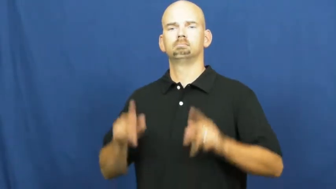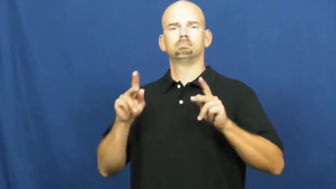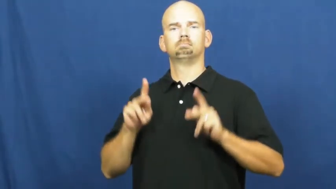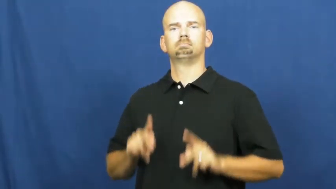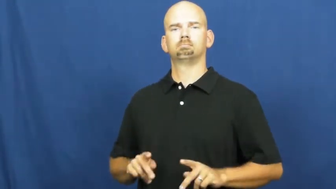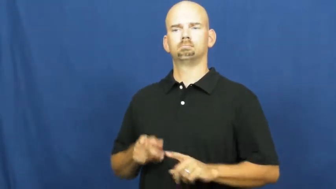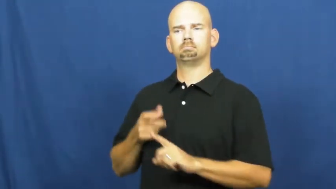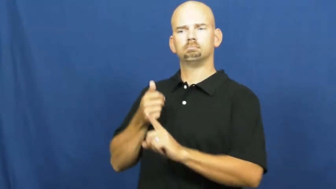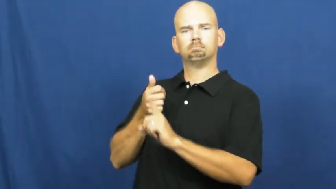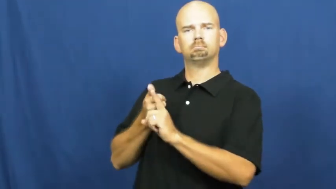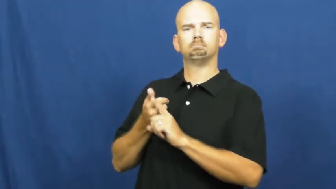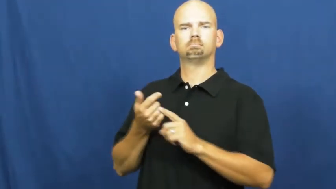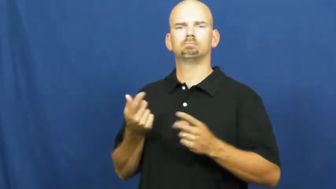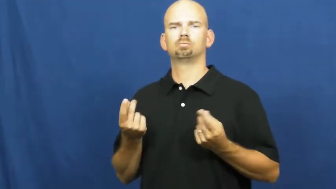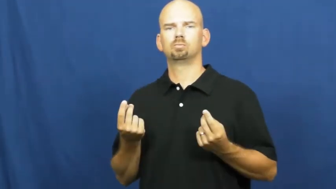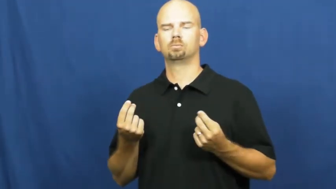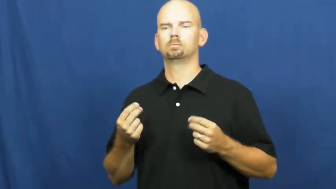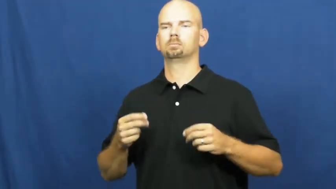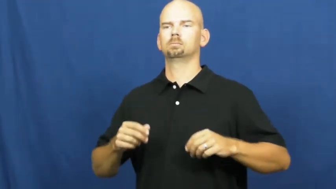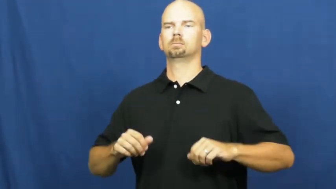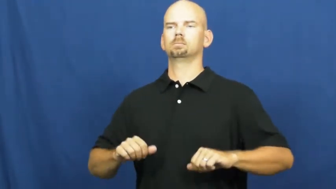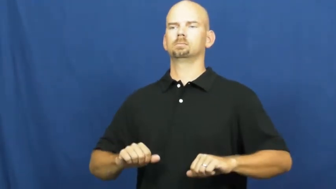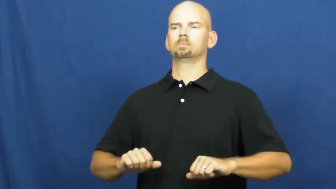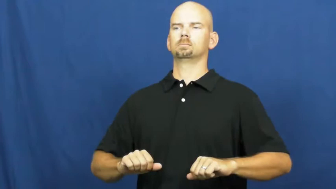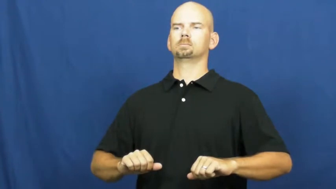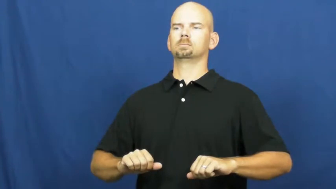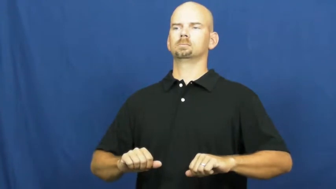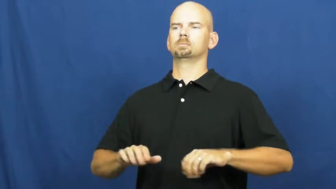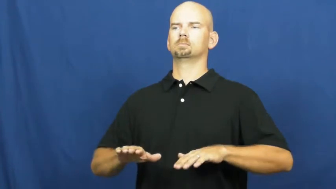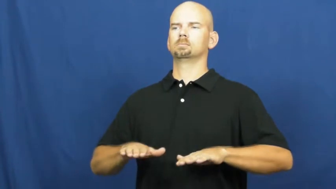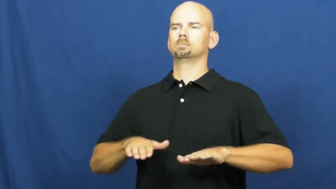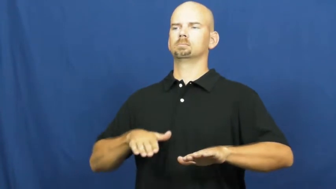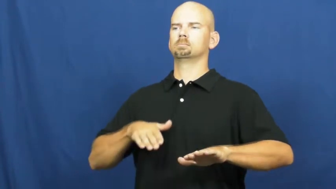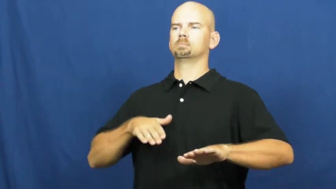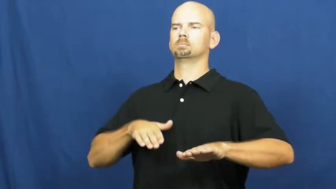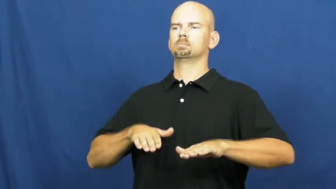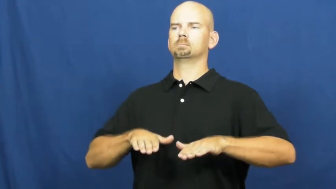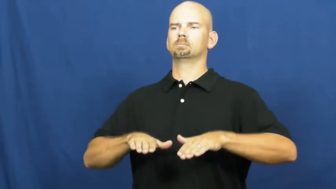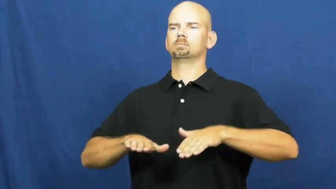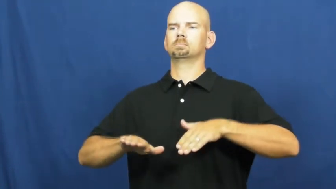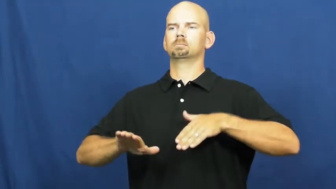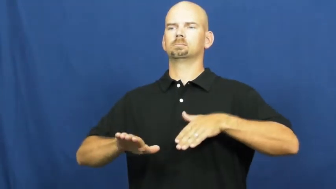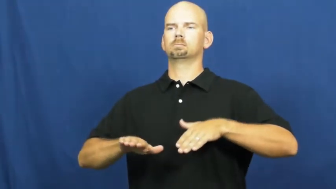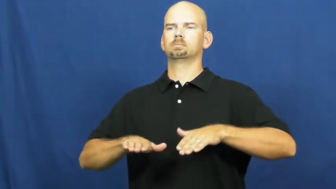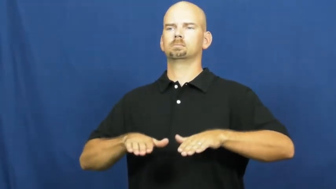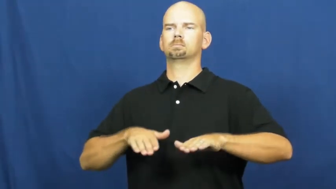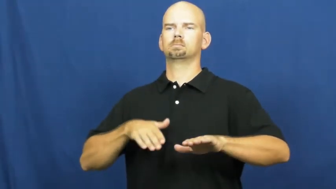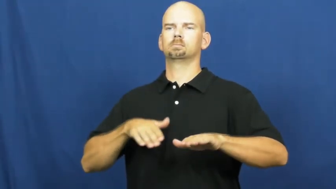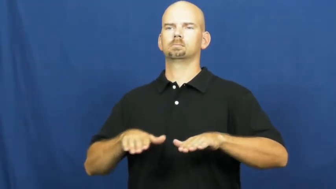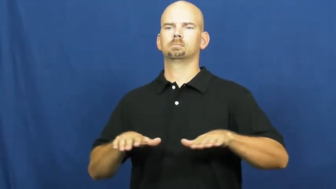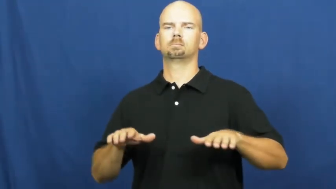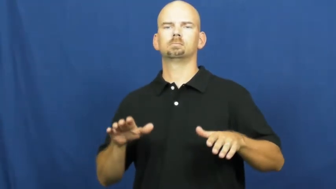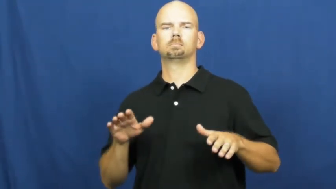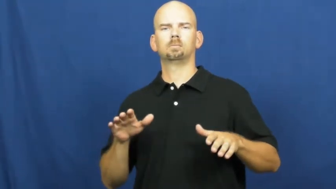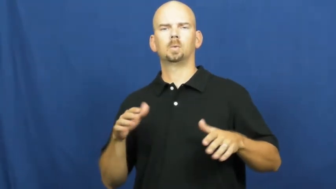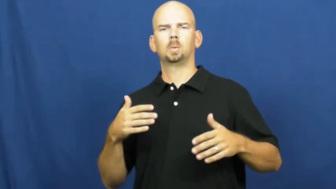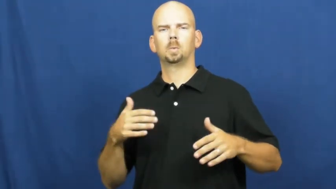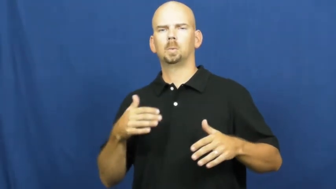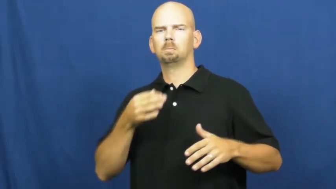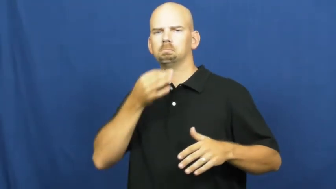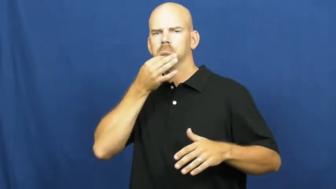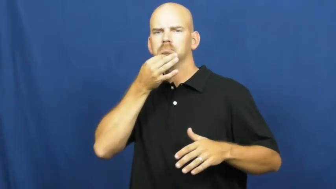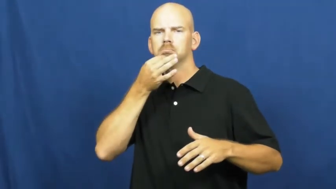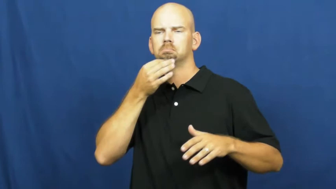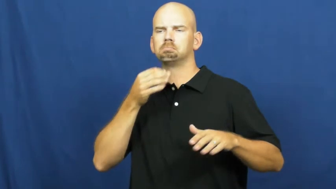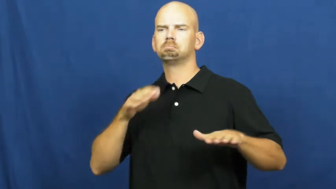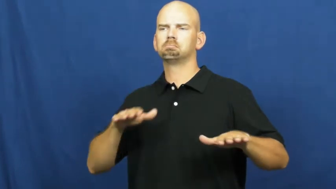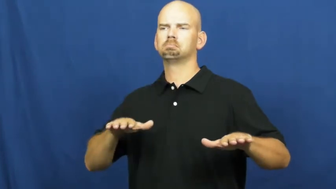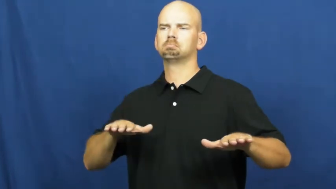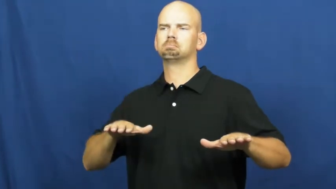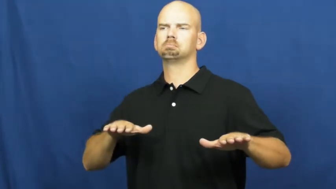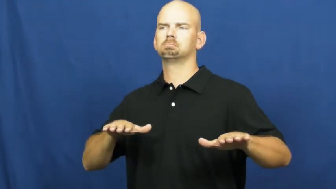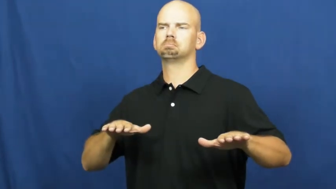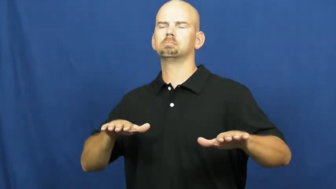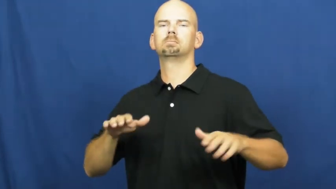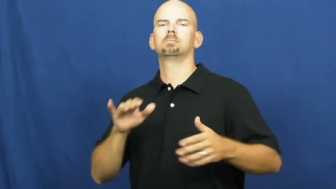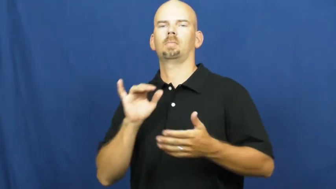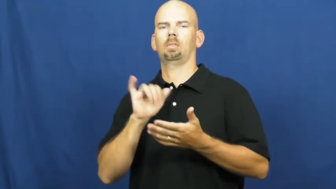poise